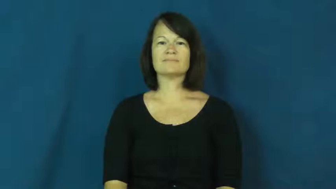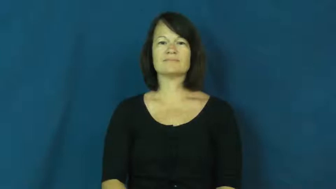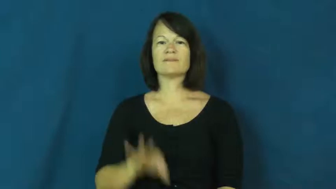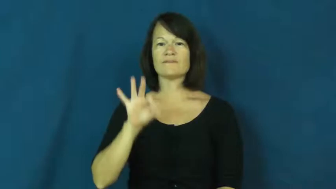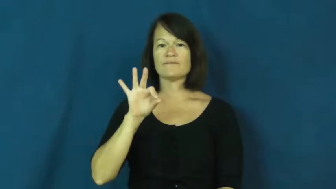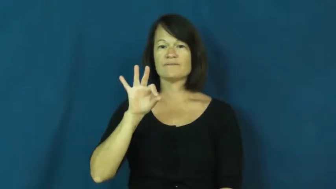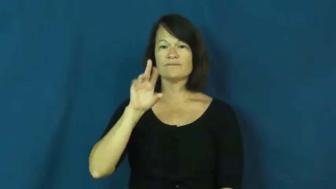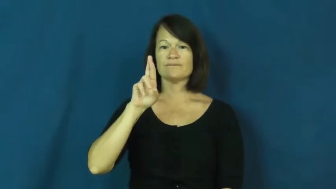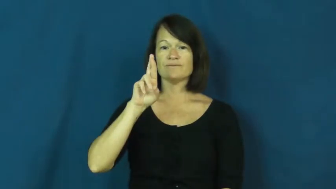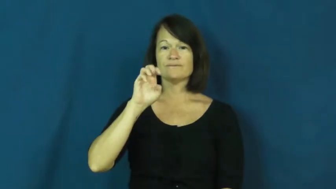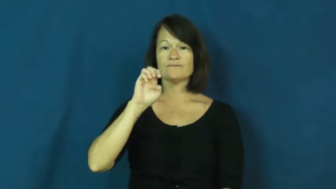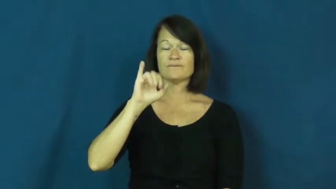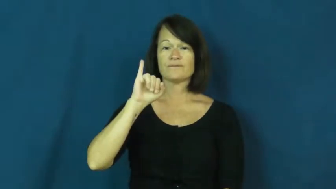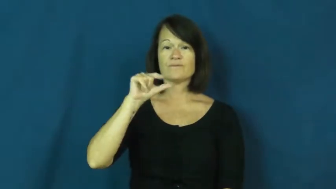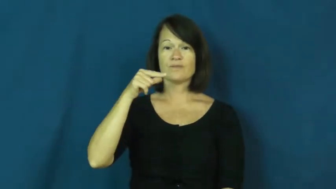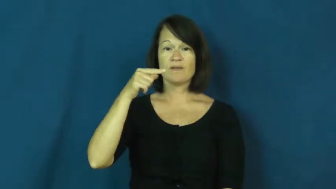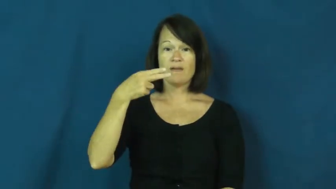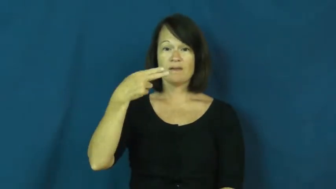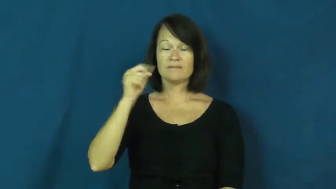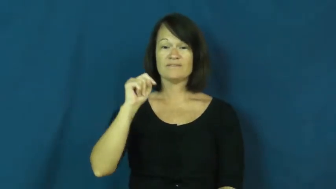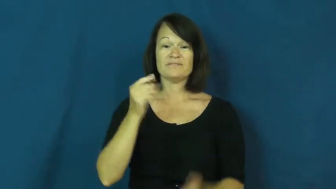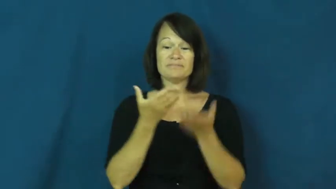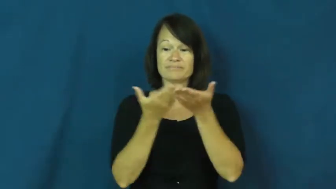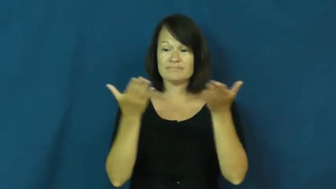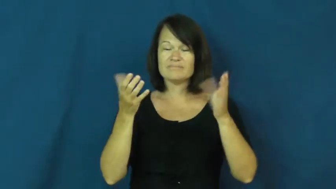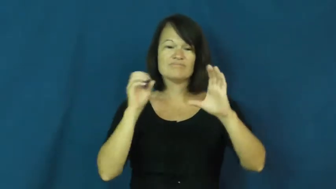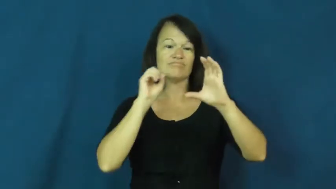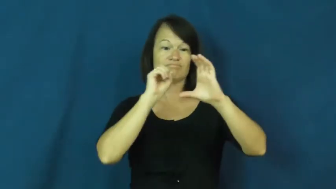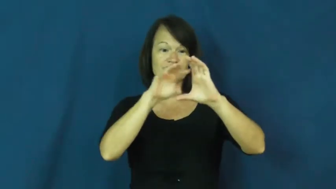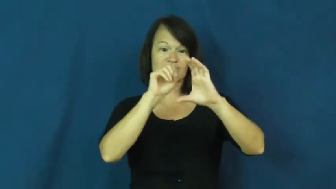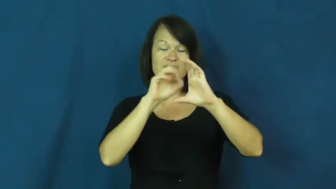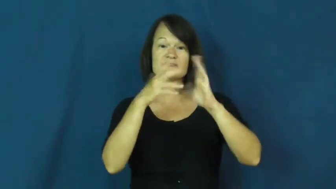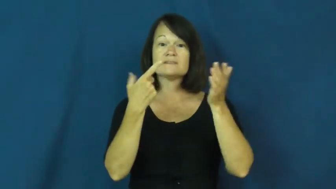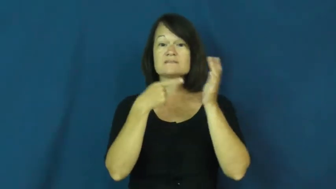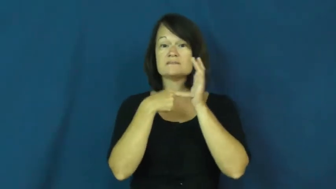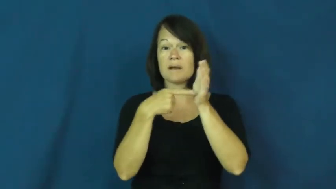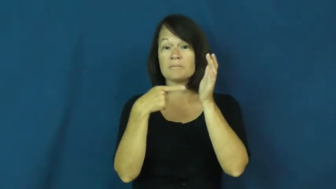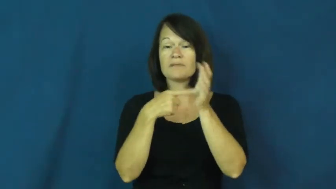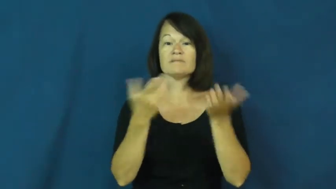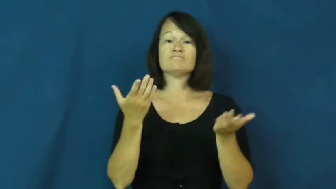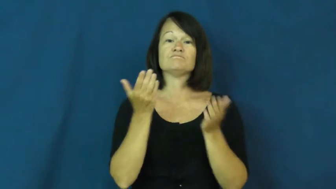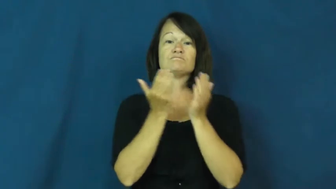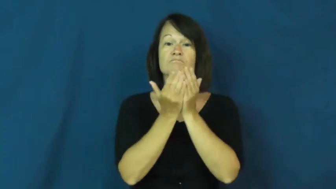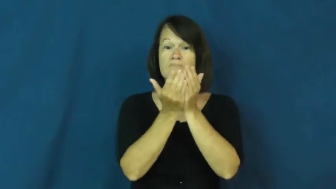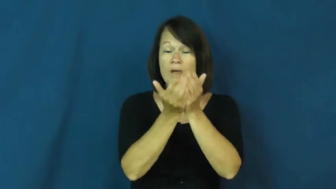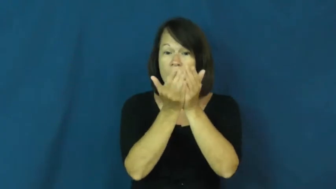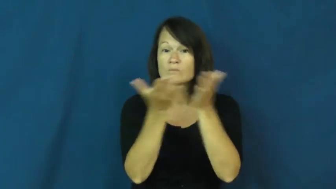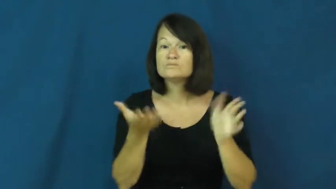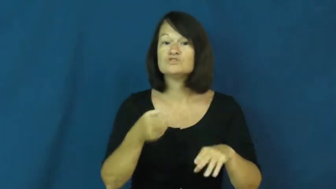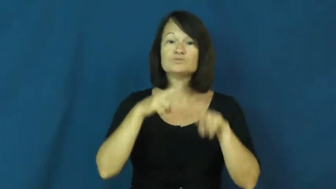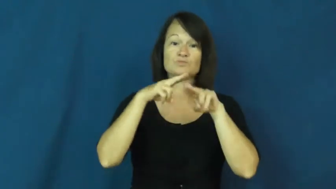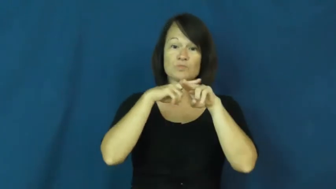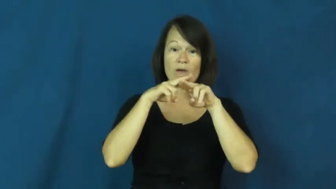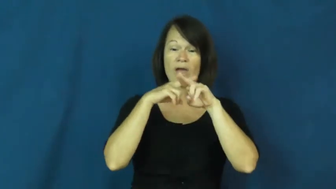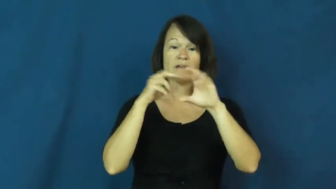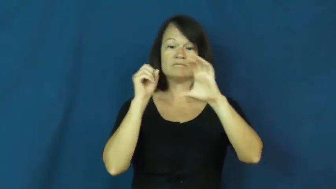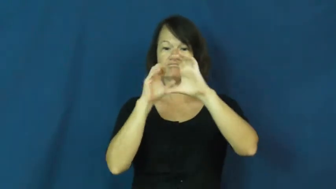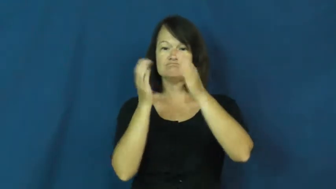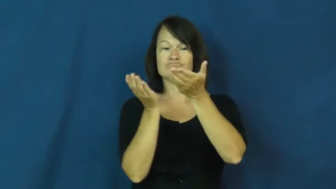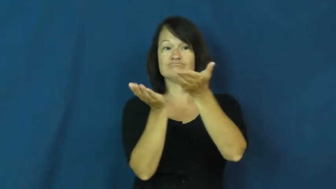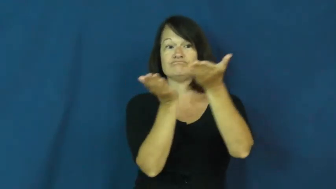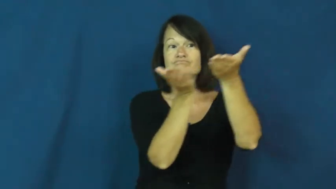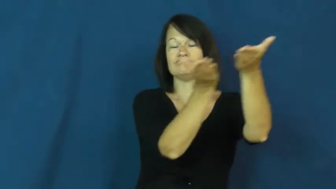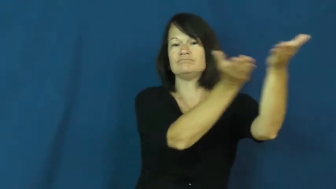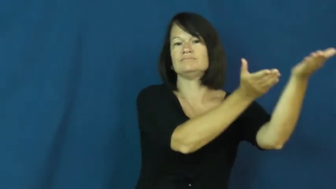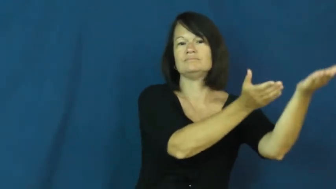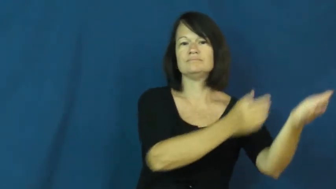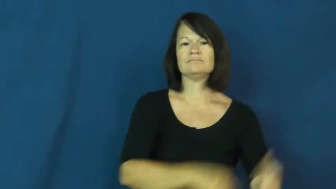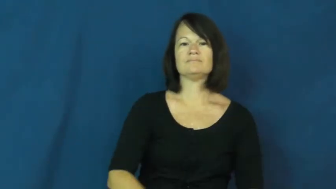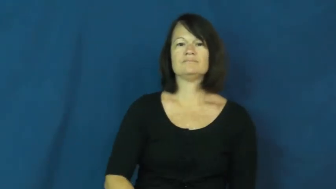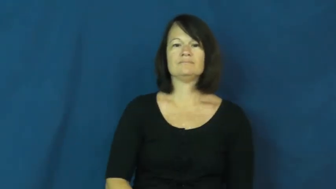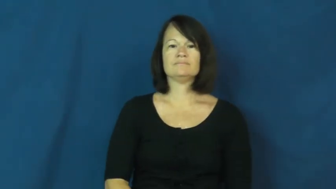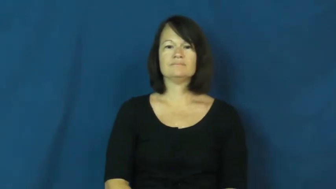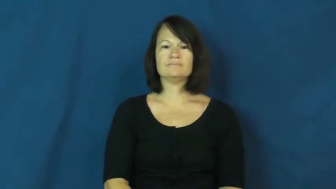freight-noun